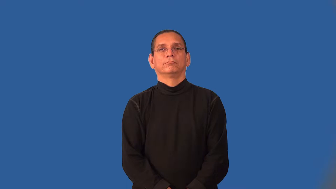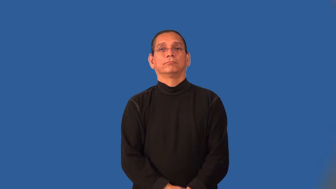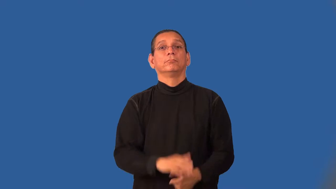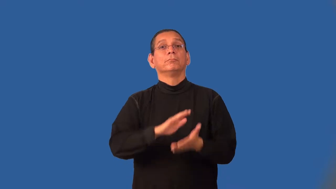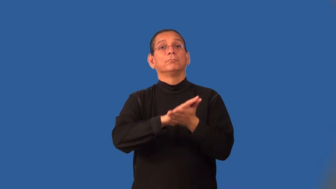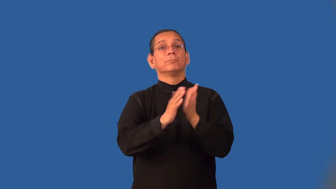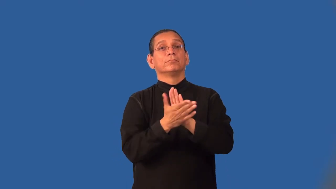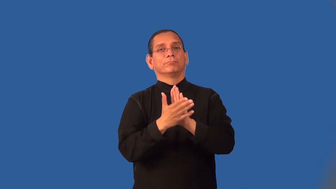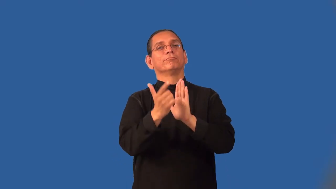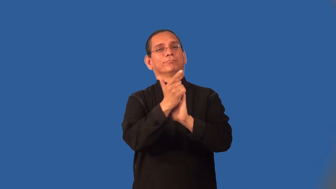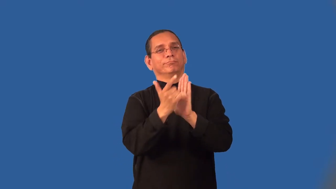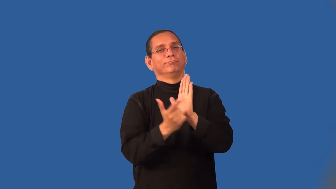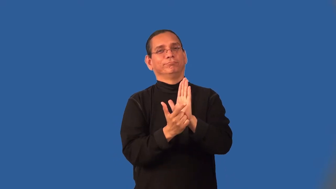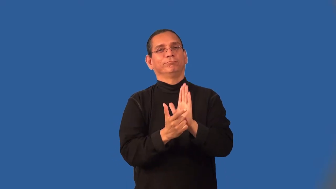legalize